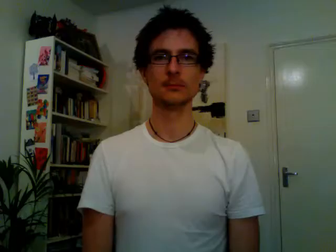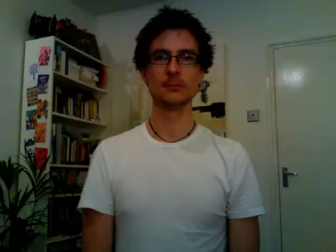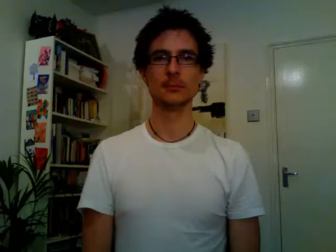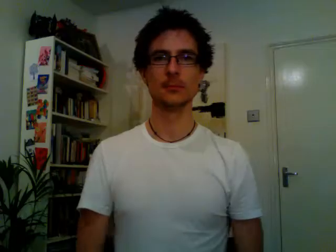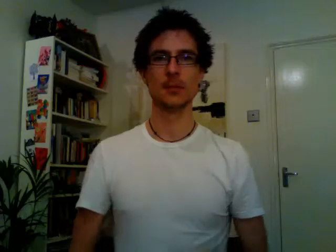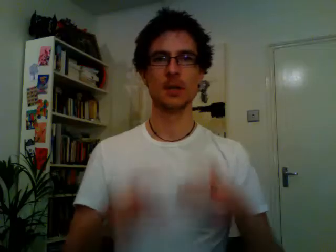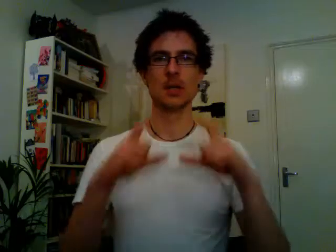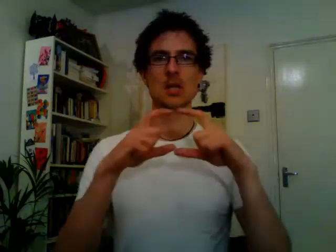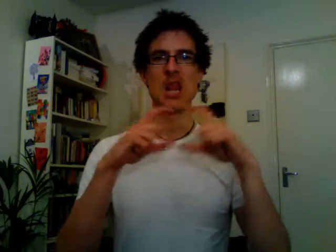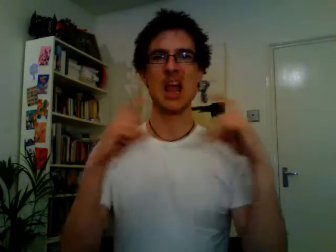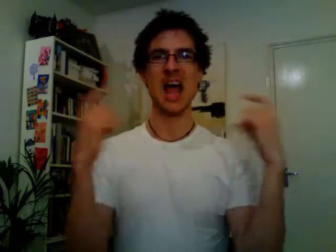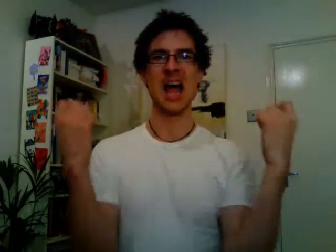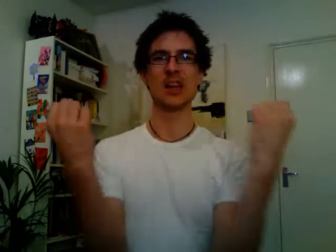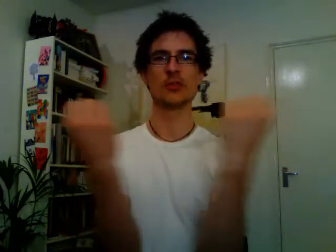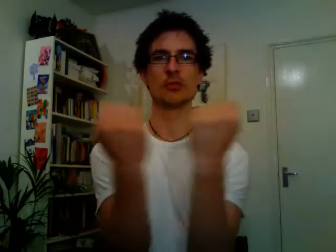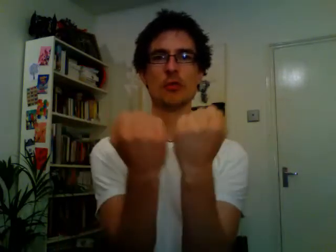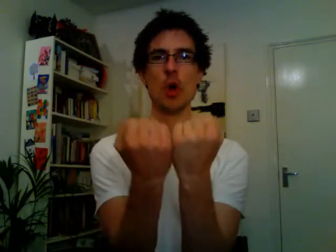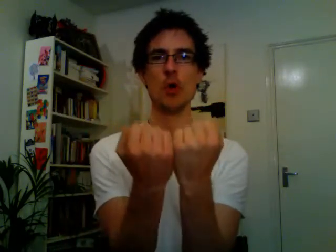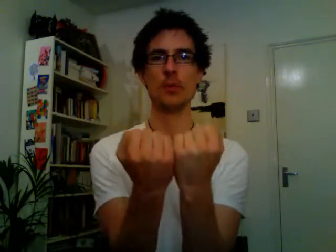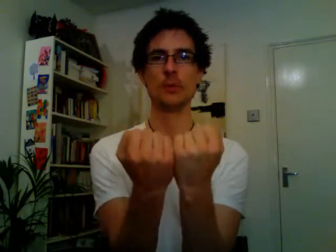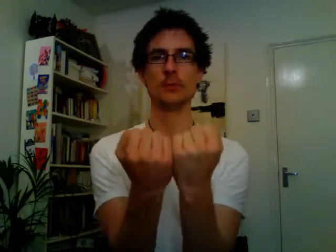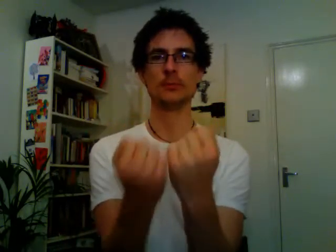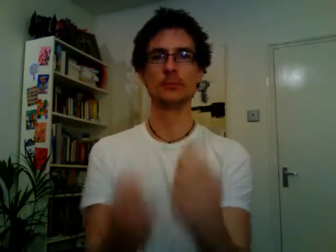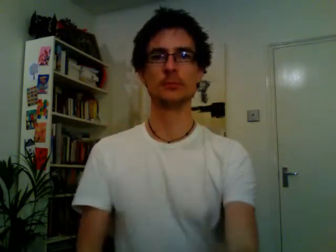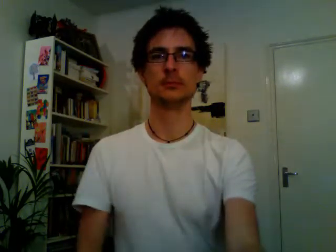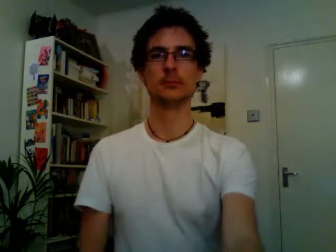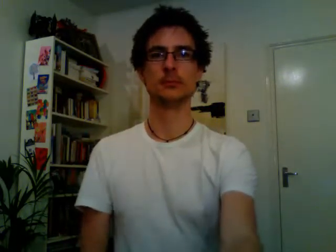classroom